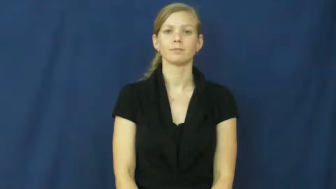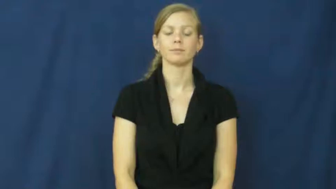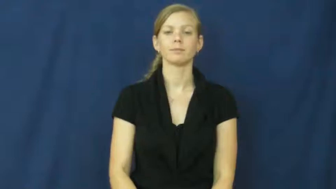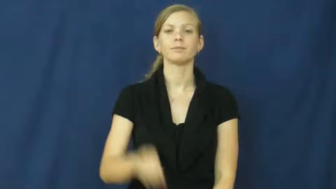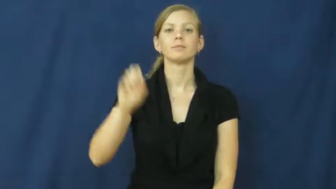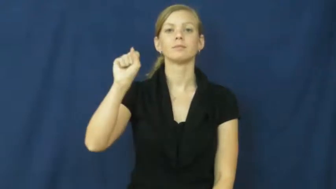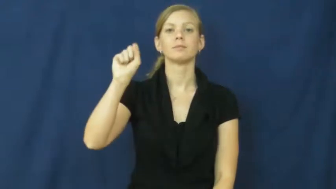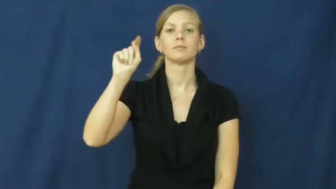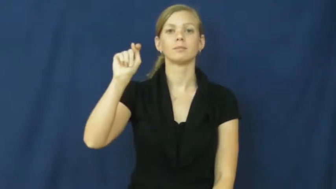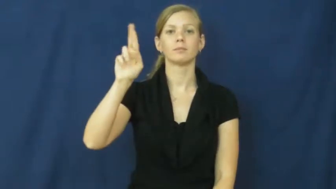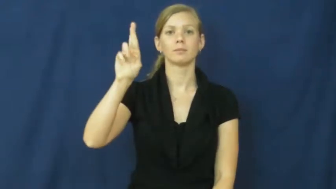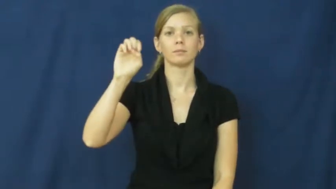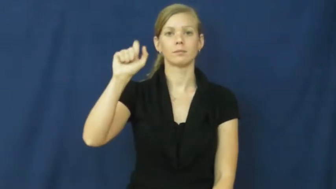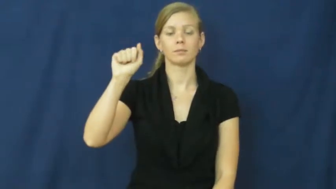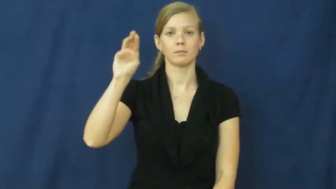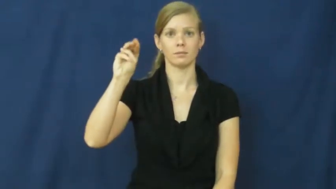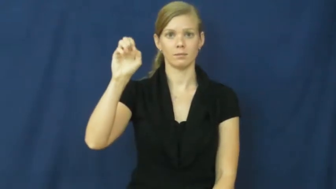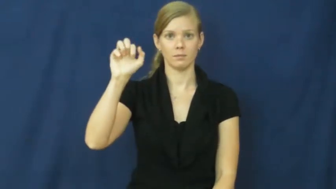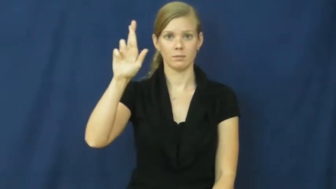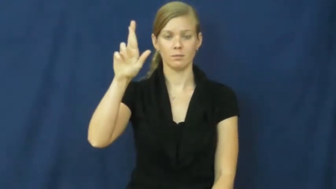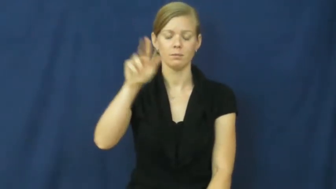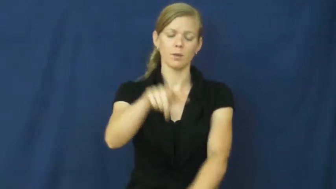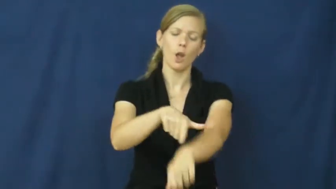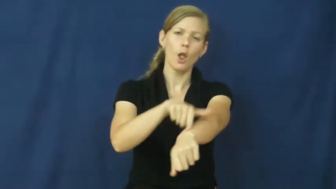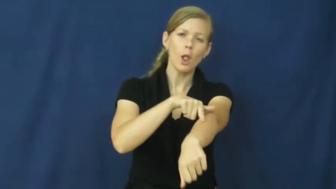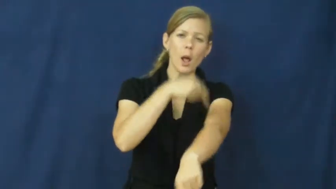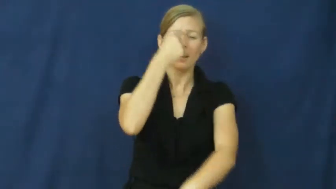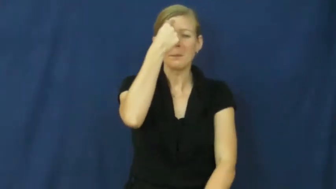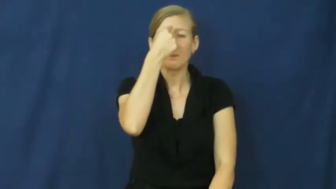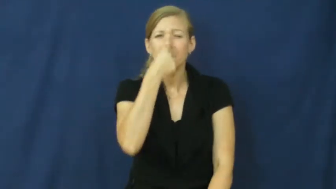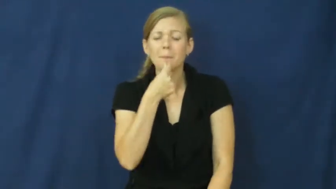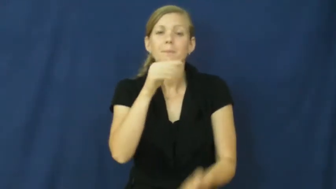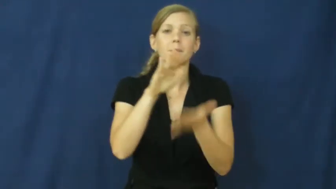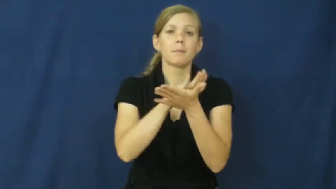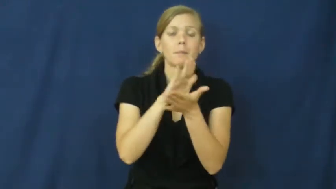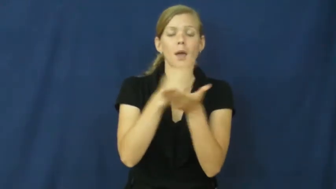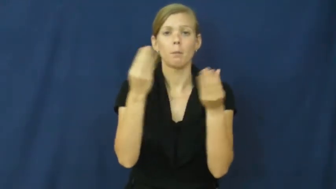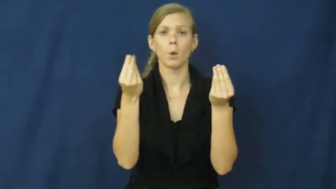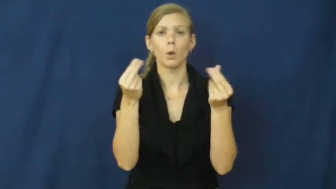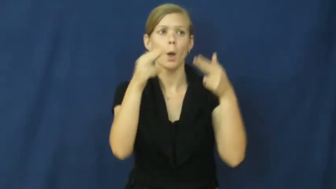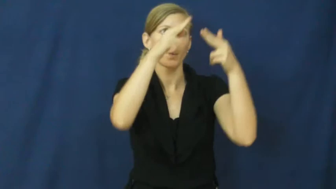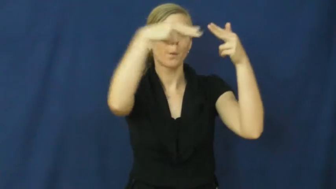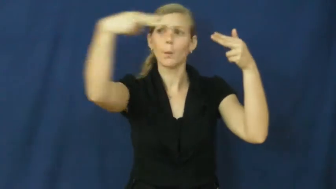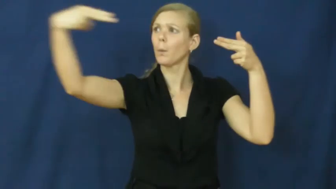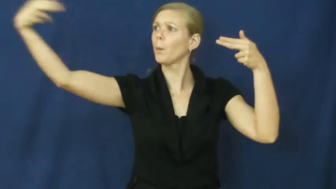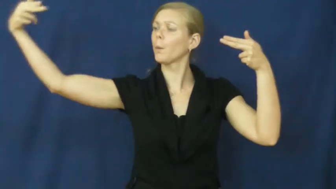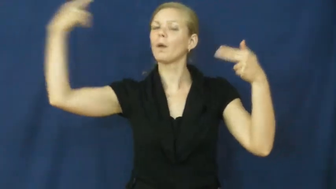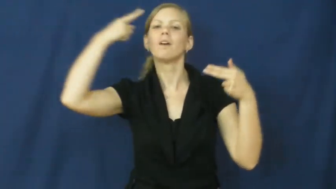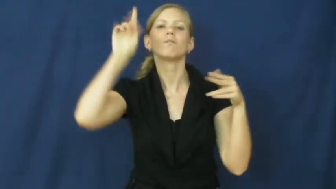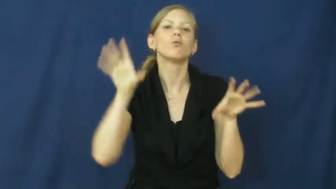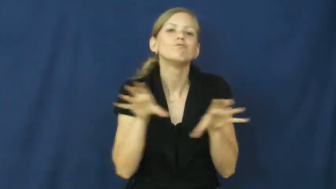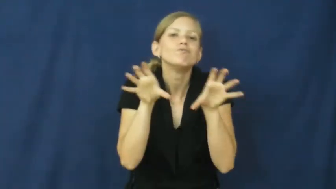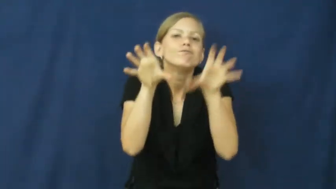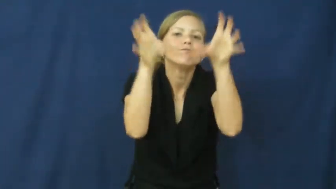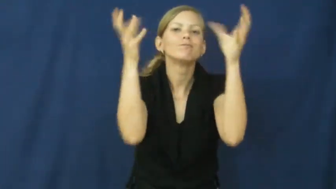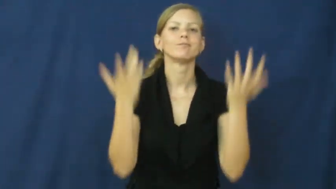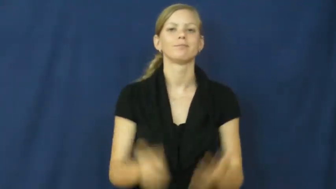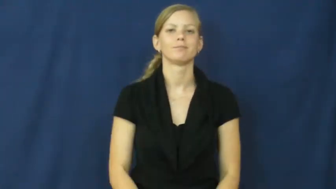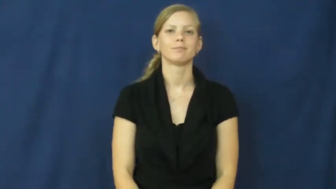streamer